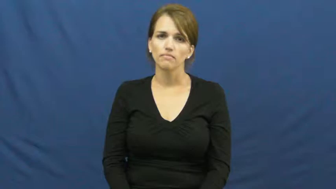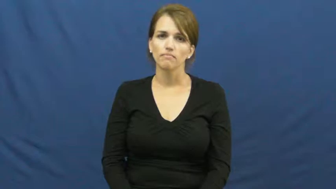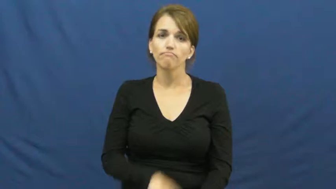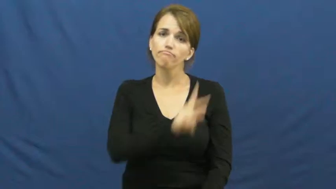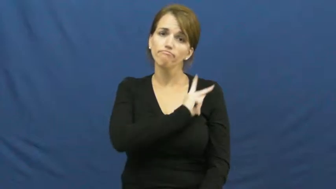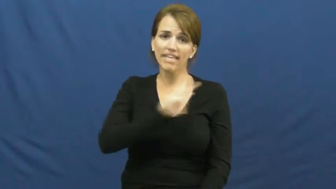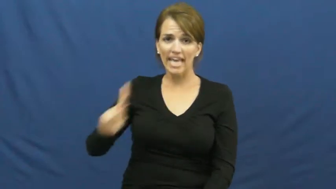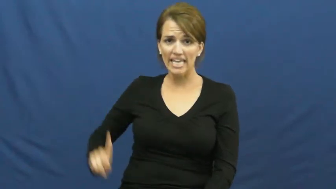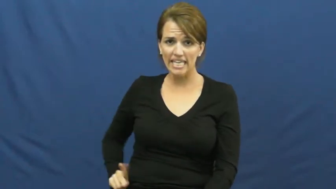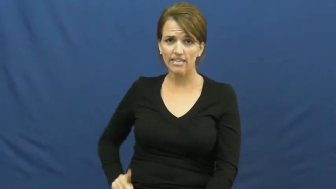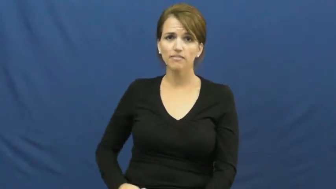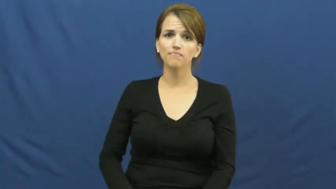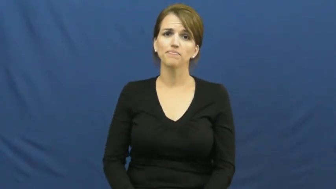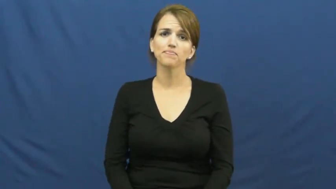king-chess